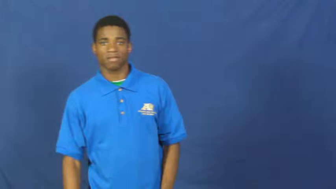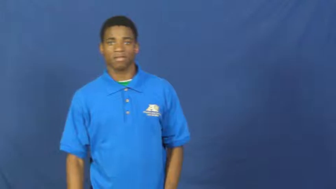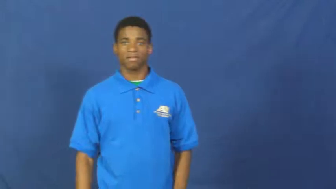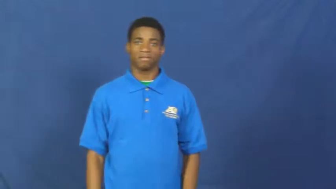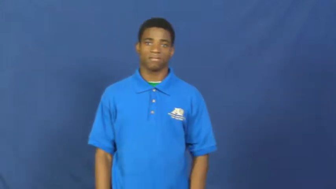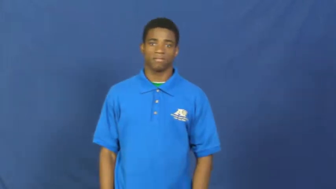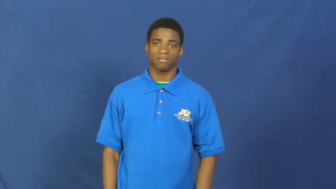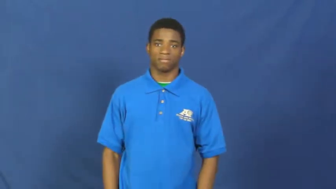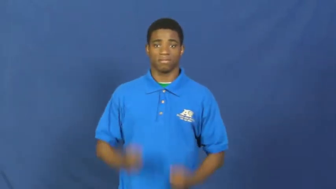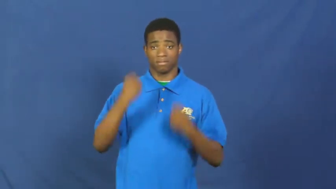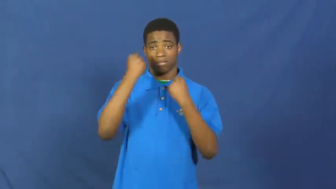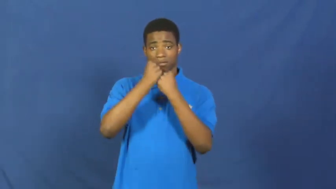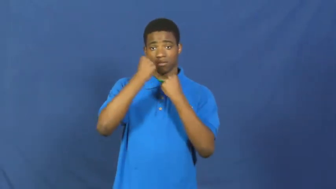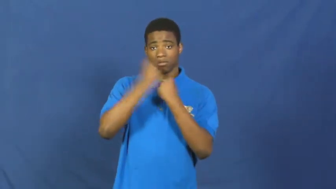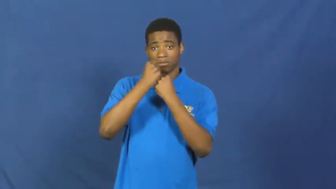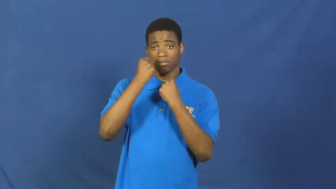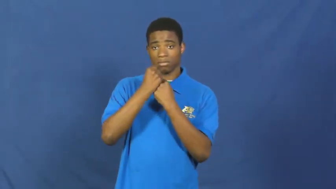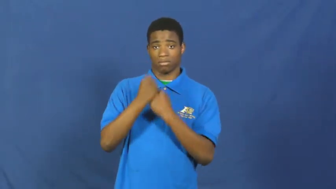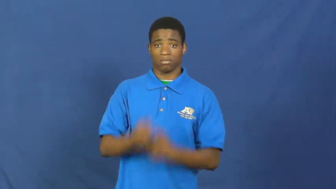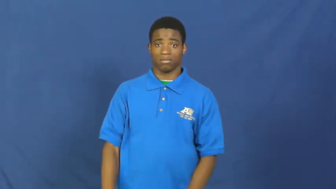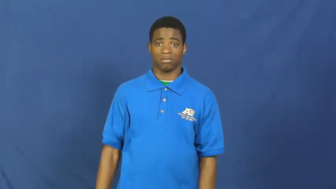stick by,stick with